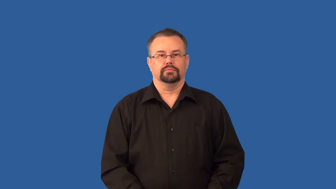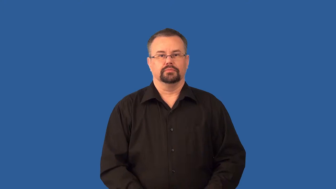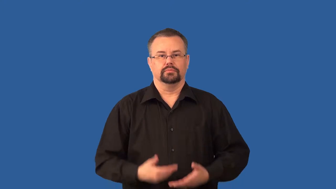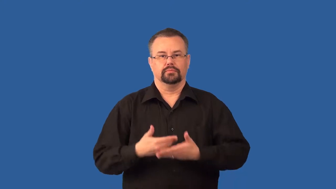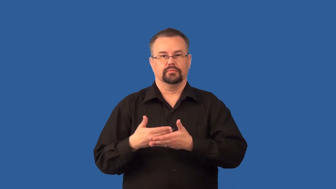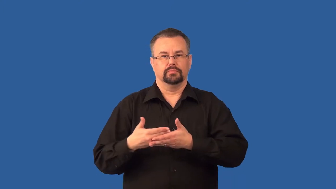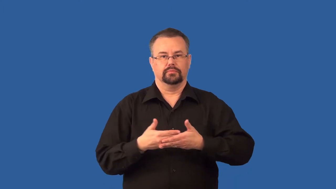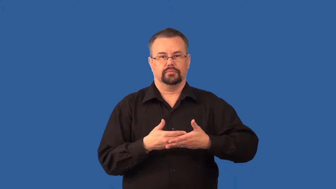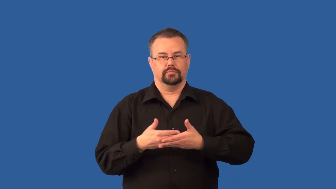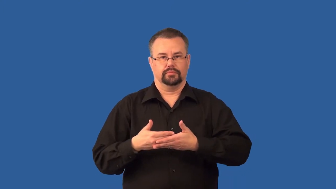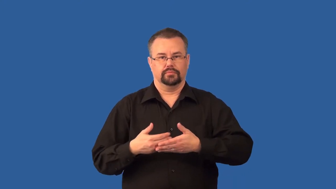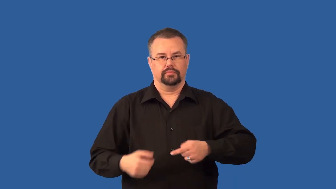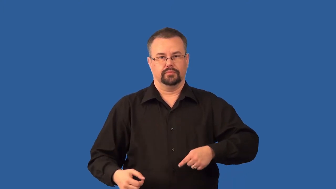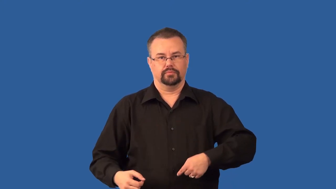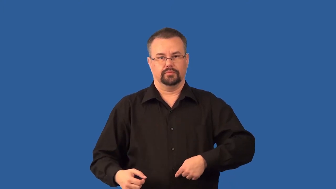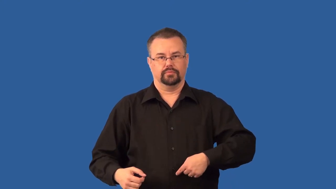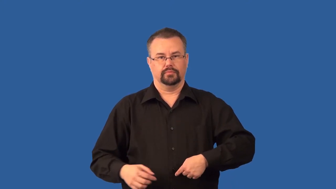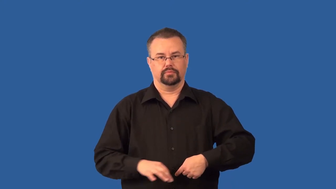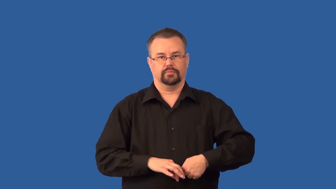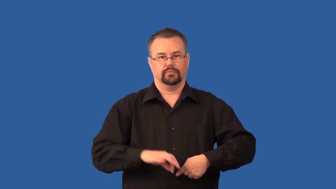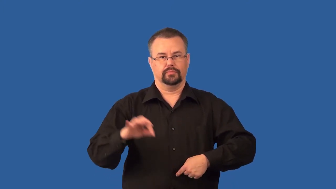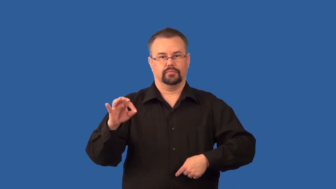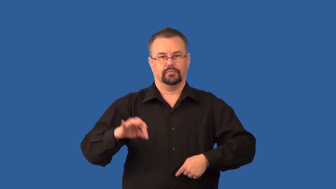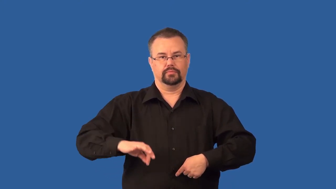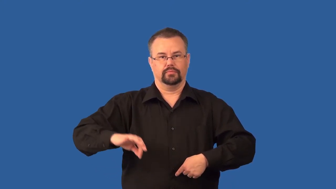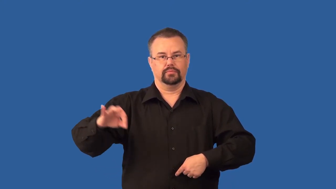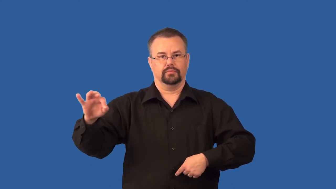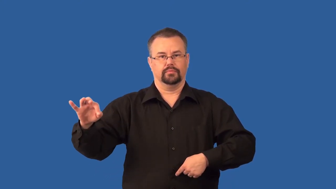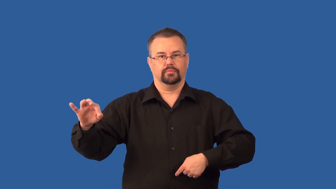umbilical cord